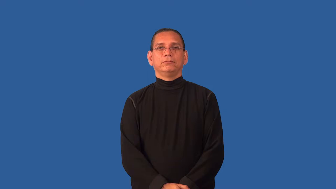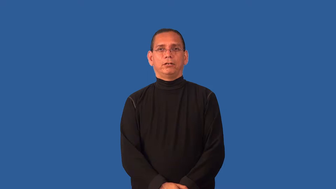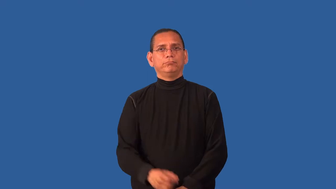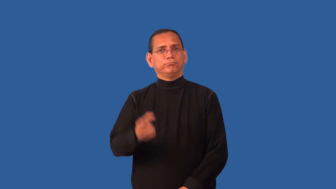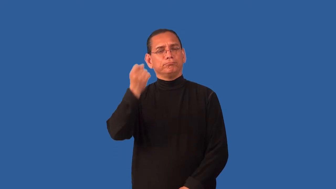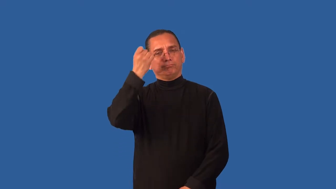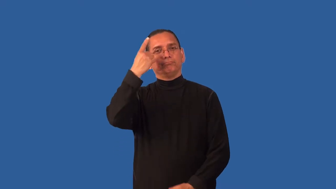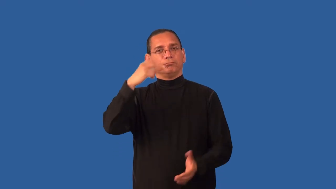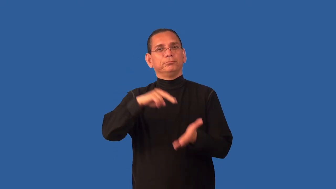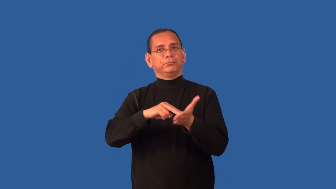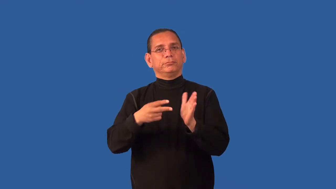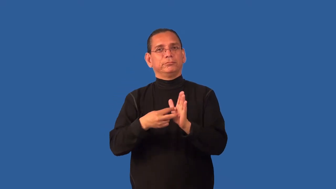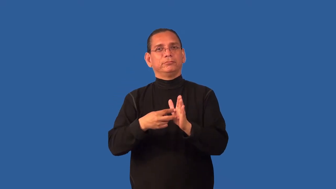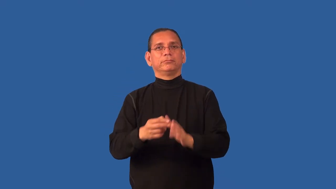construe